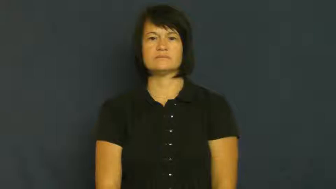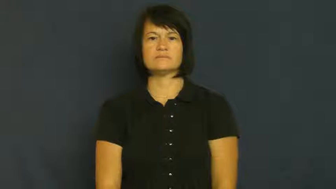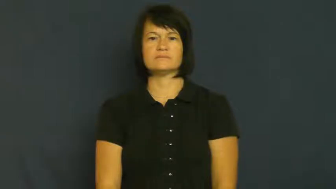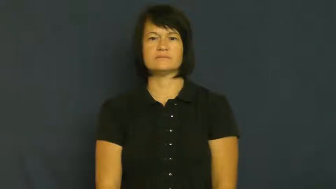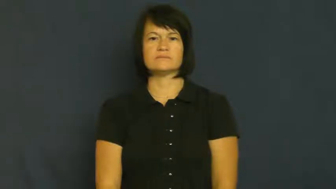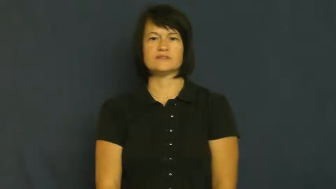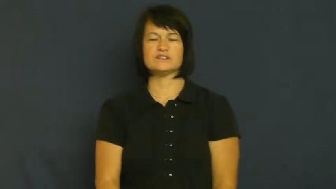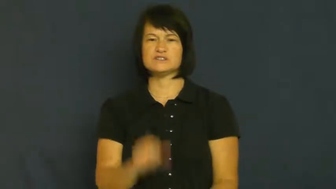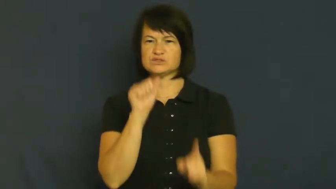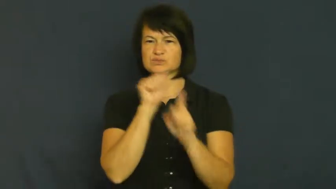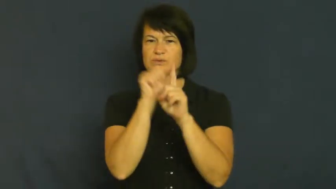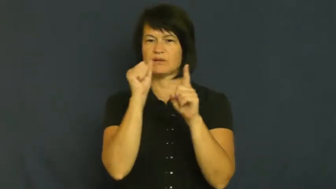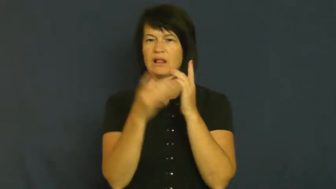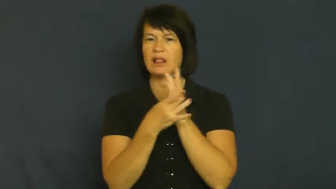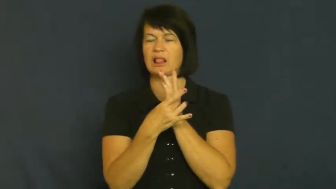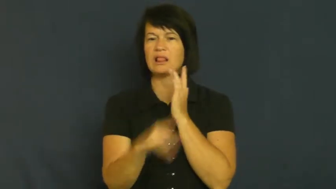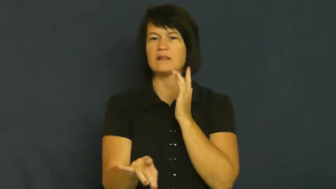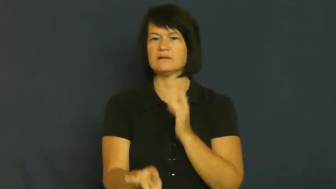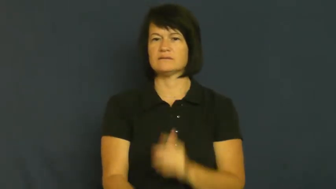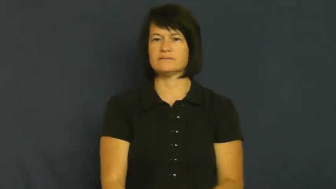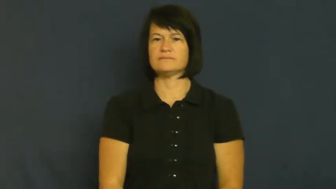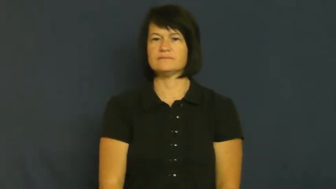slick,tricky,shifty,sharp